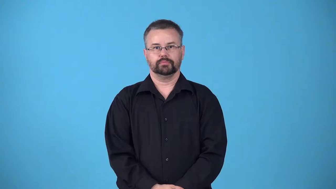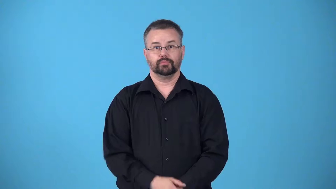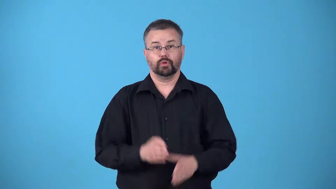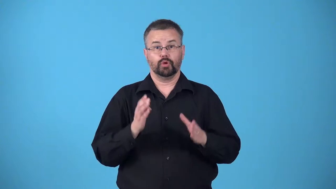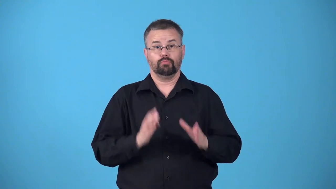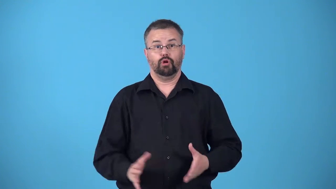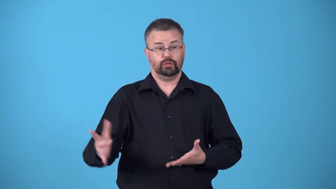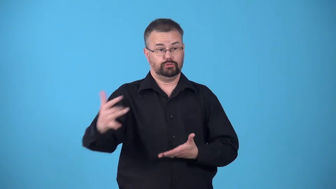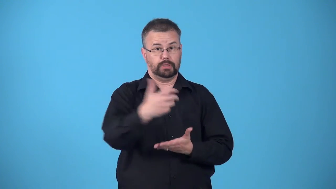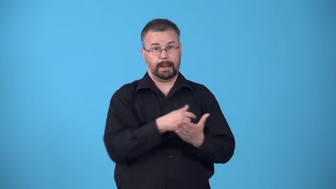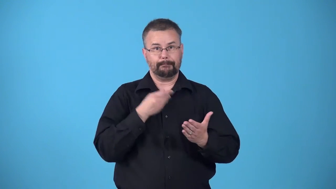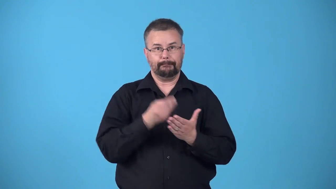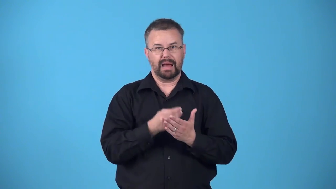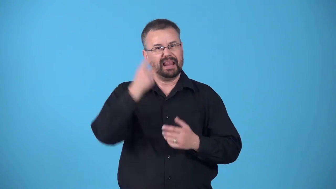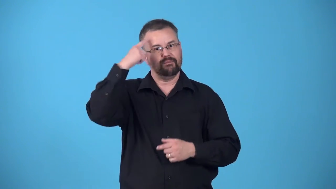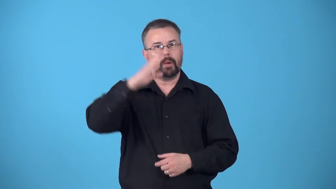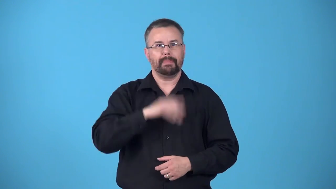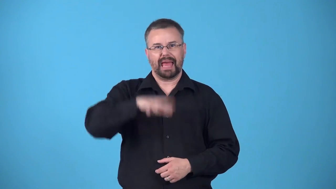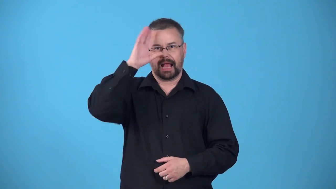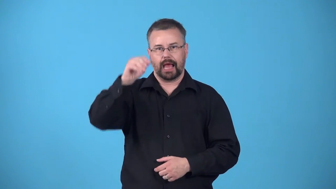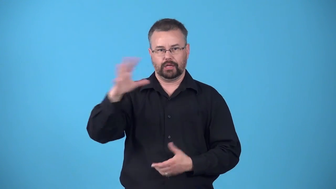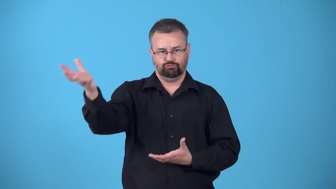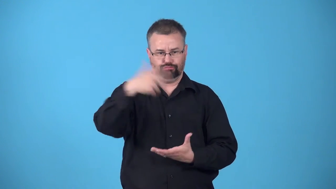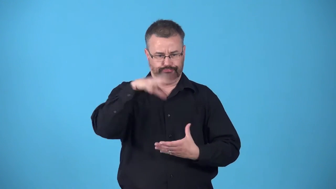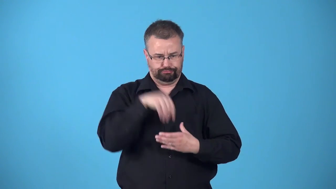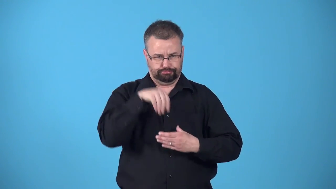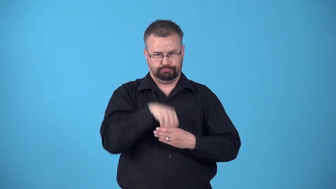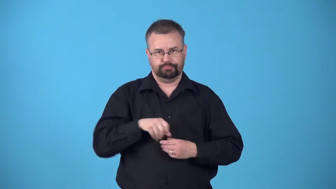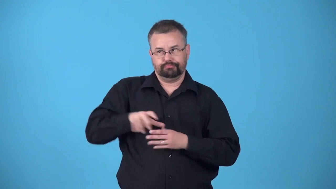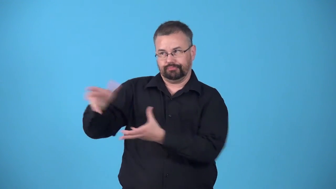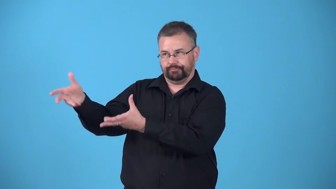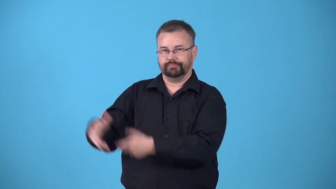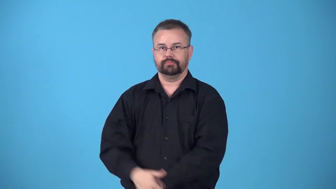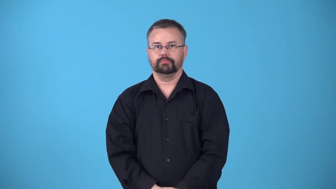bagman-racketeer who collects money